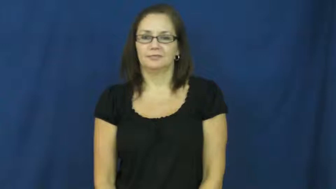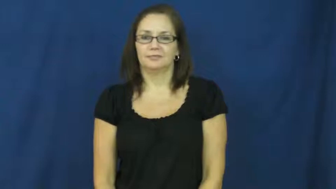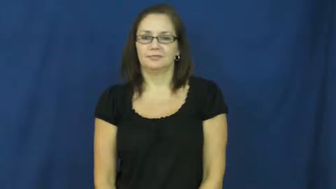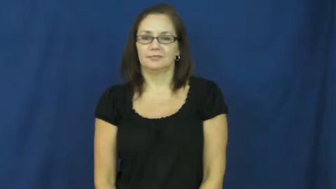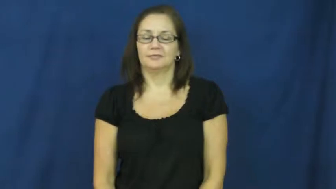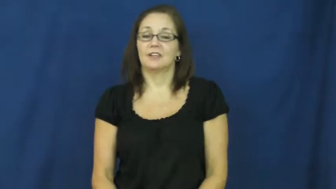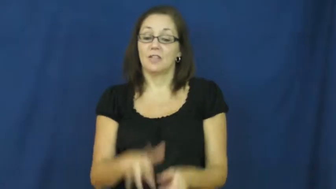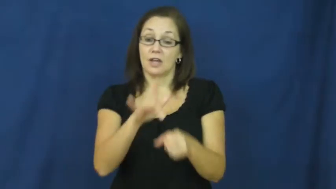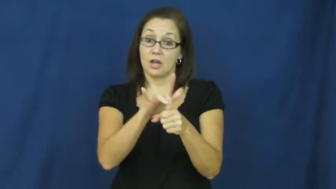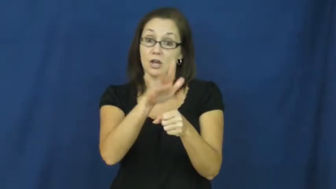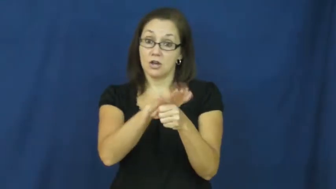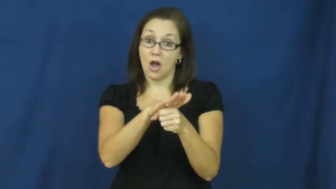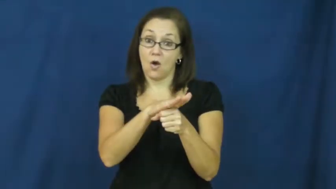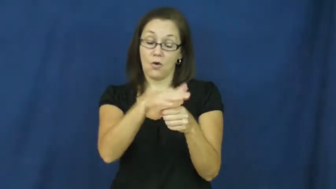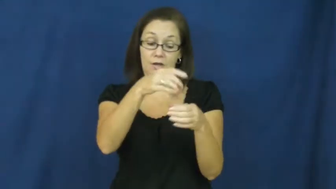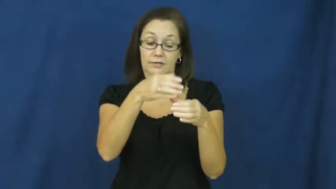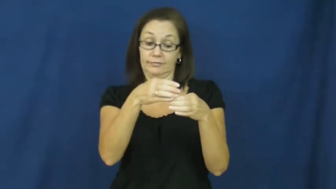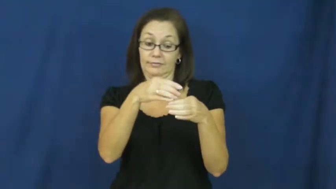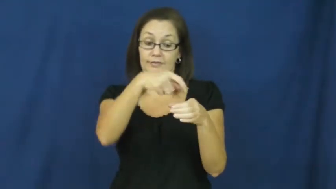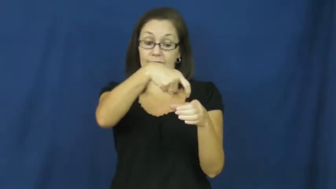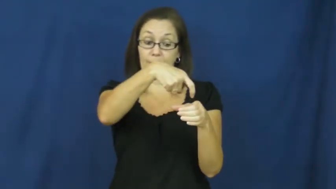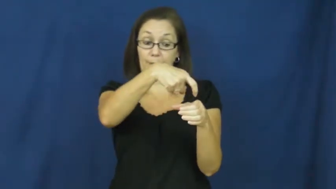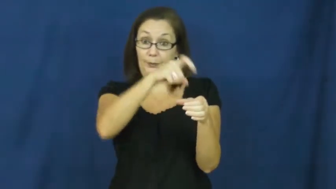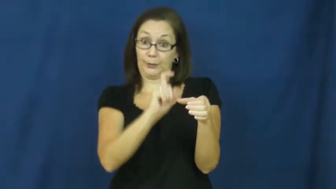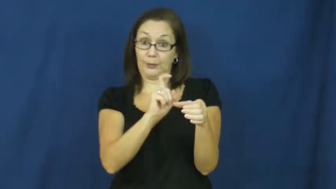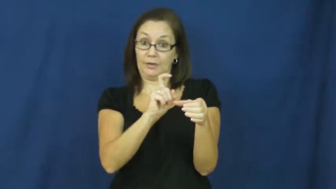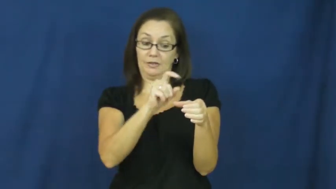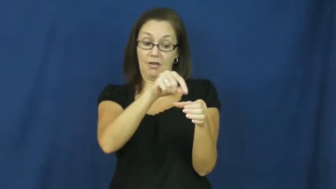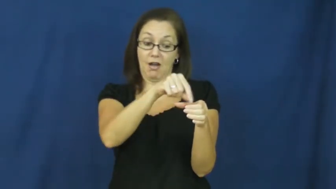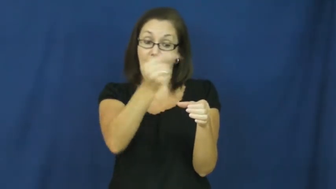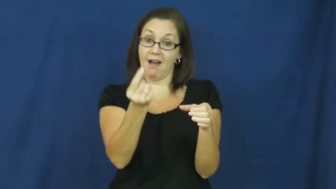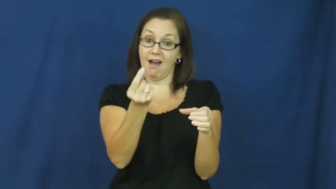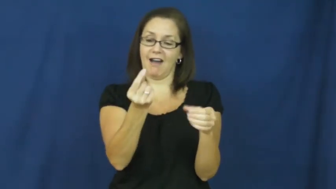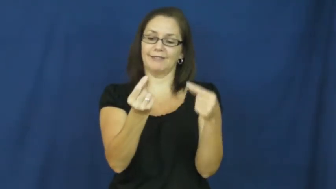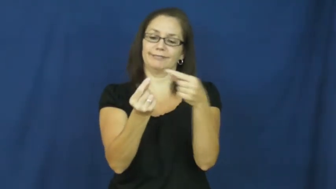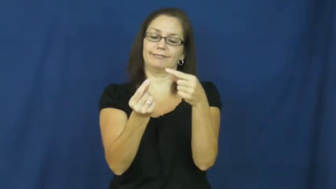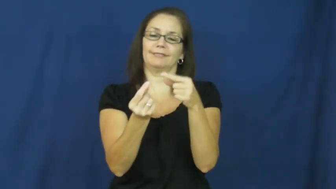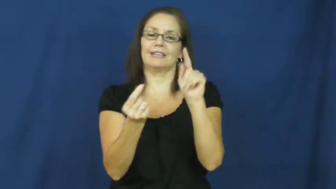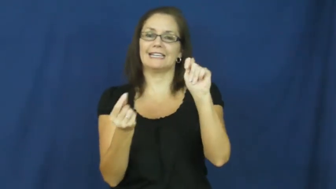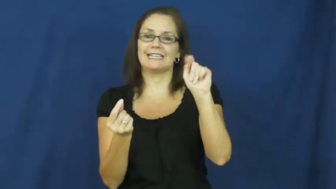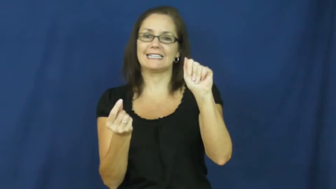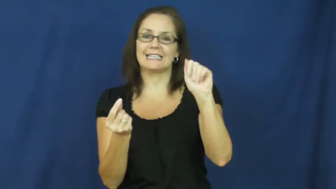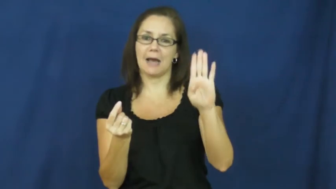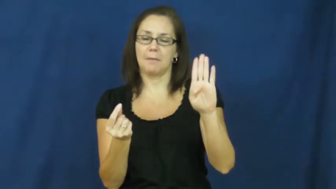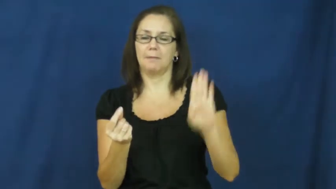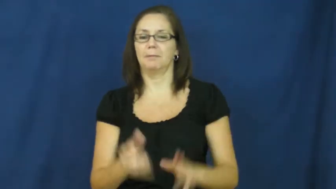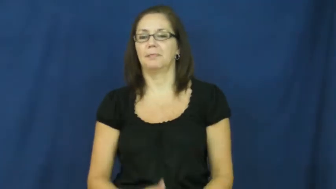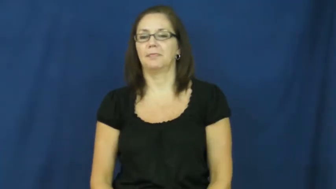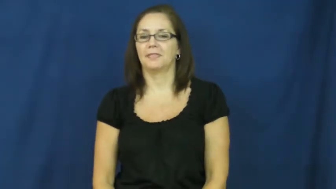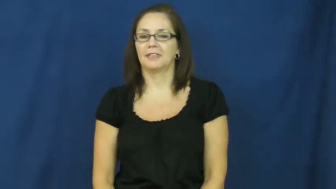tab-coke